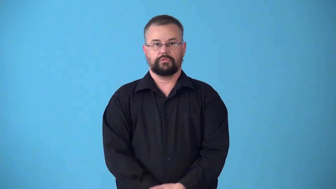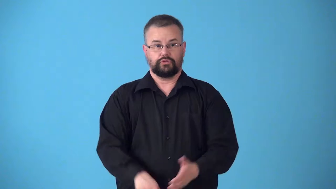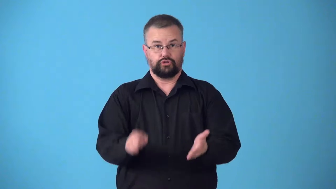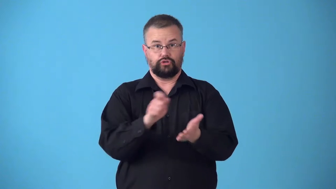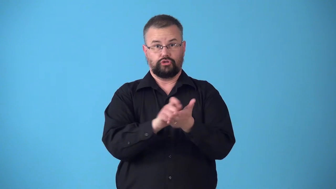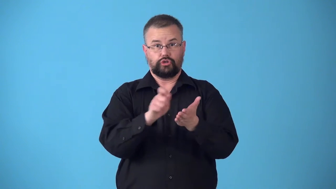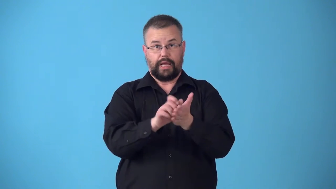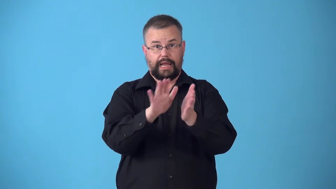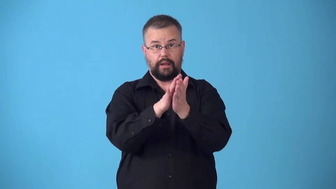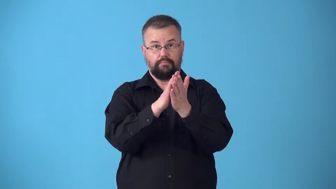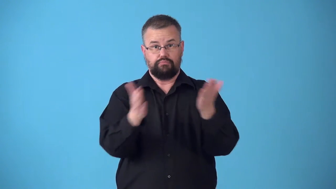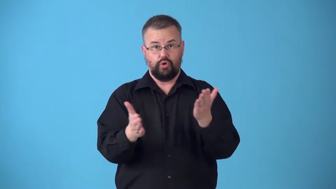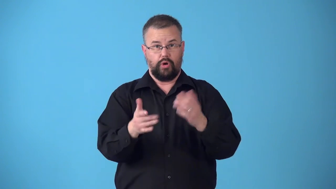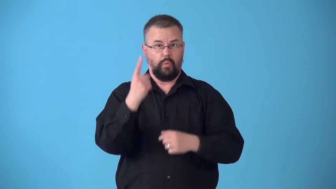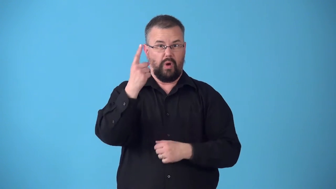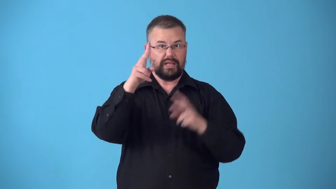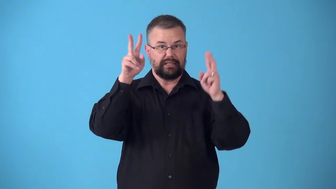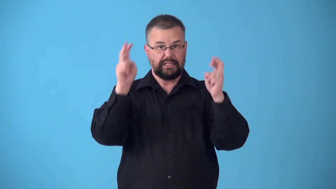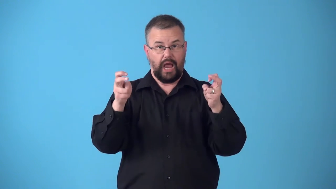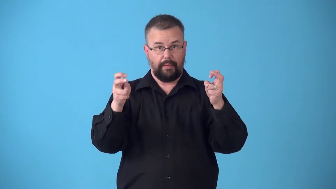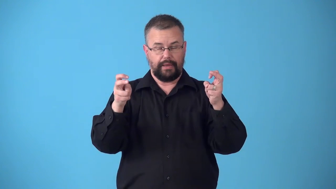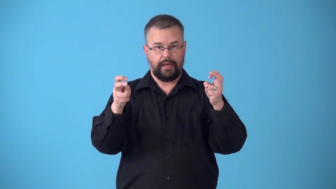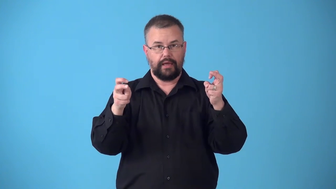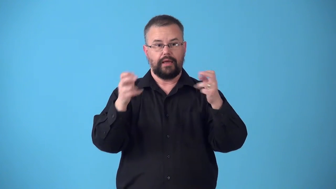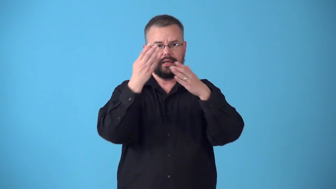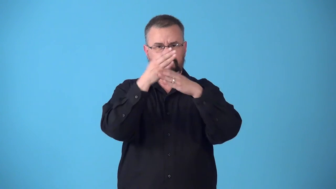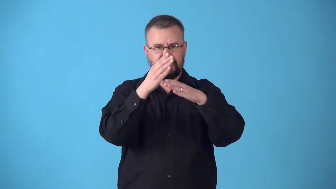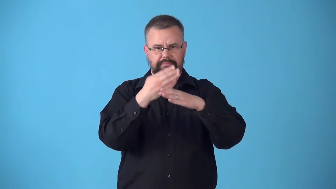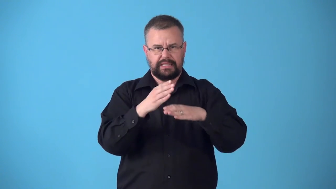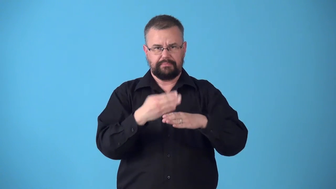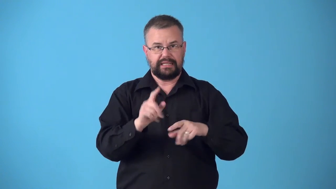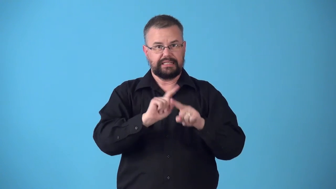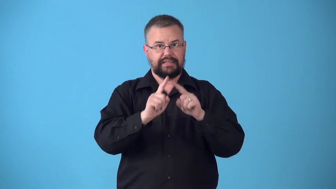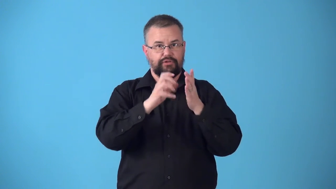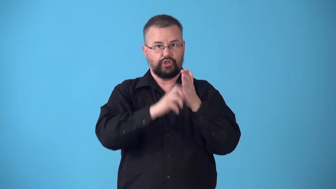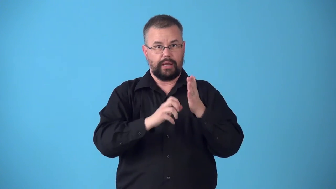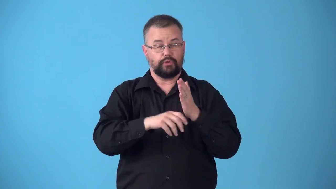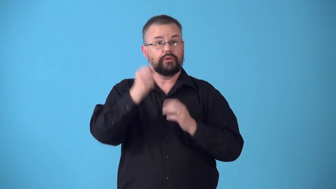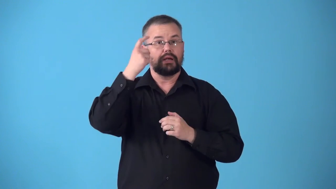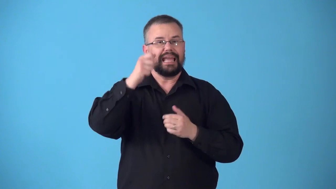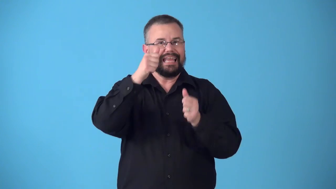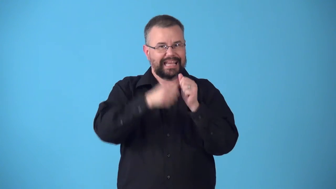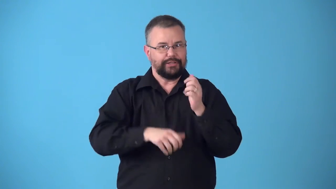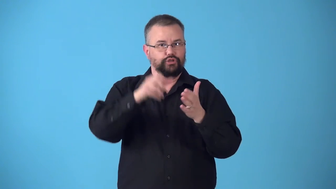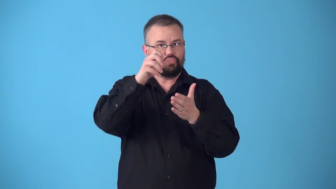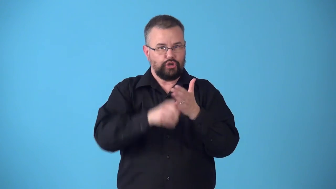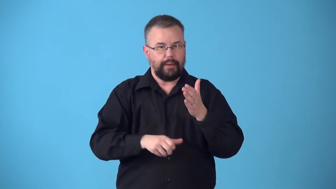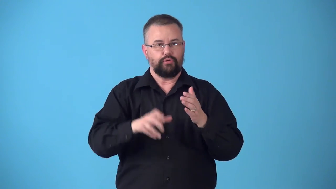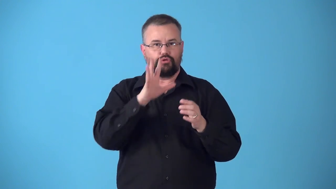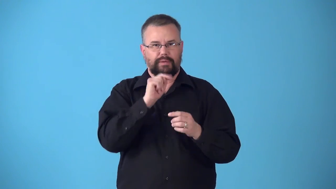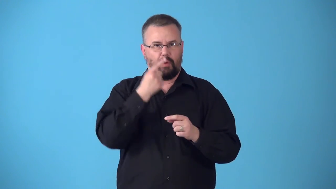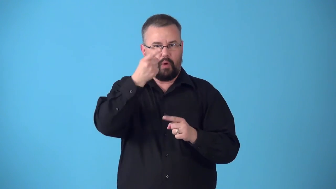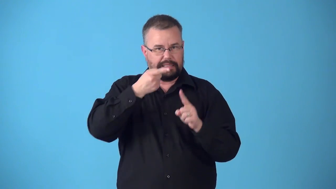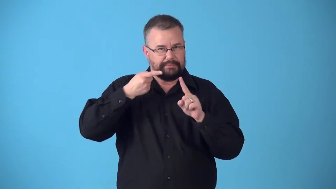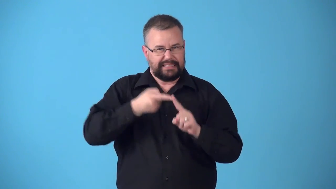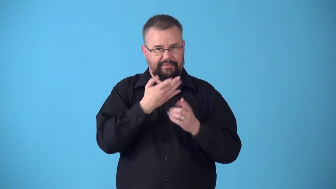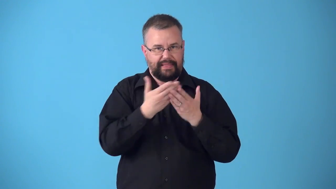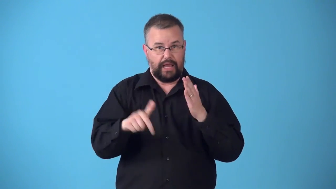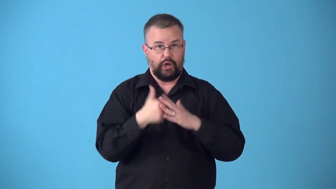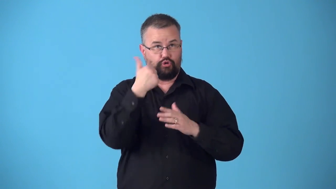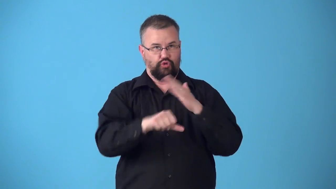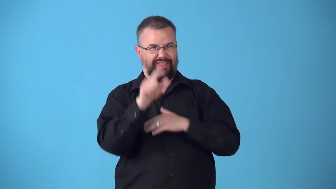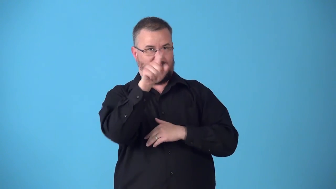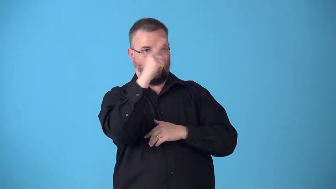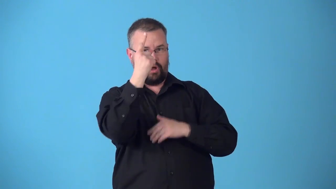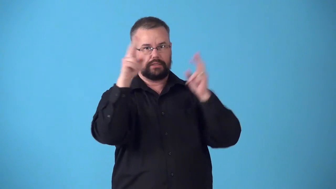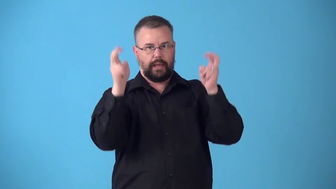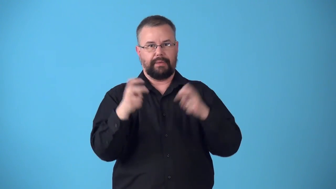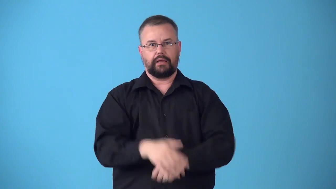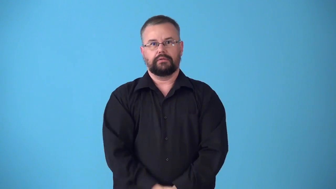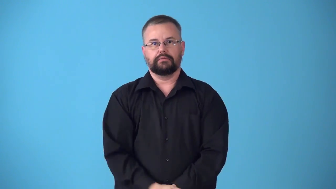subtopic